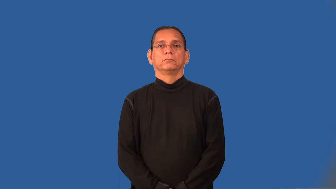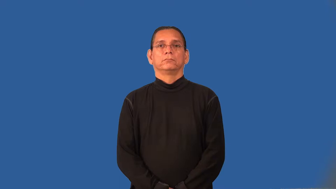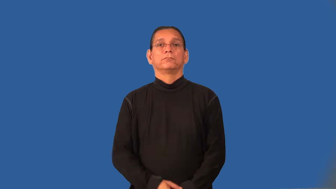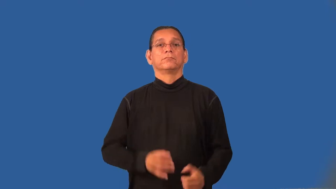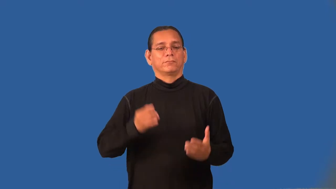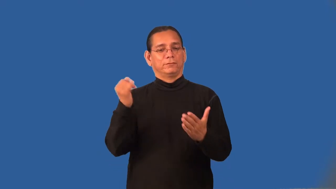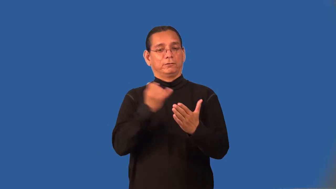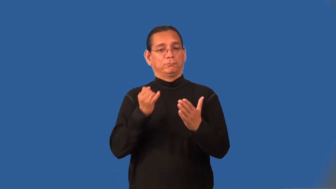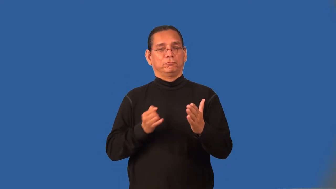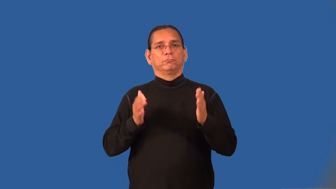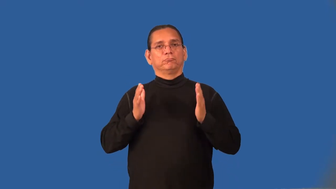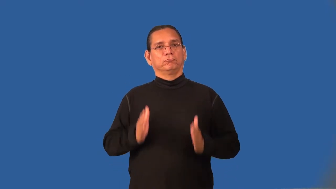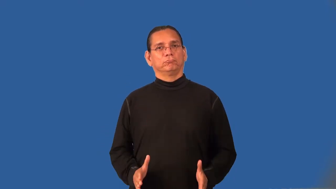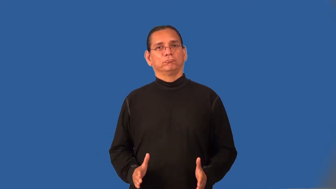illustrator